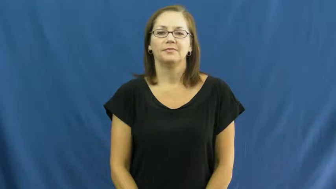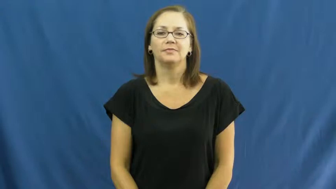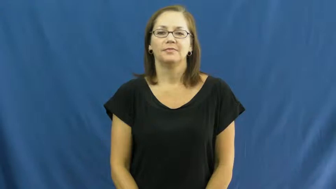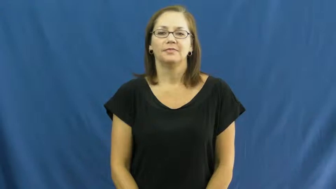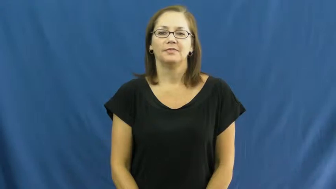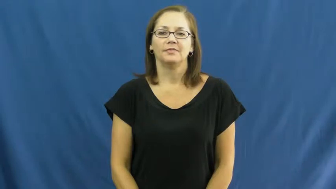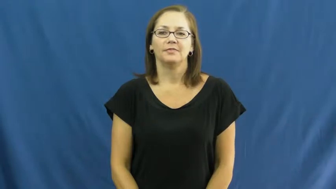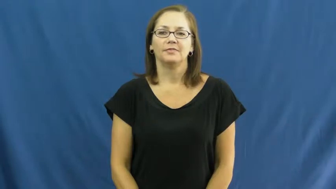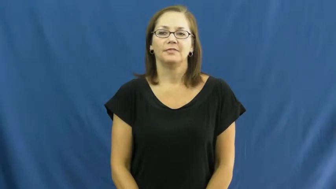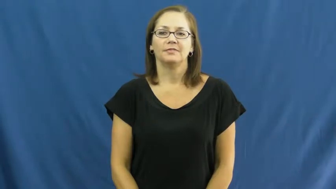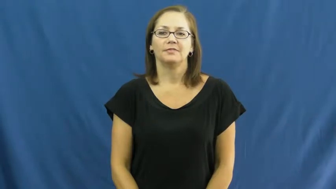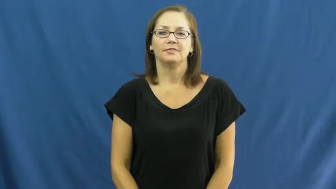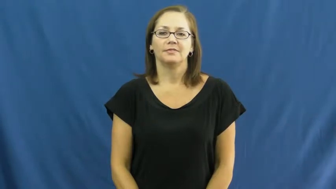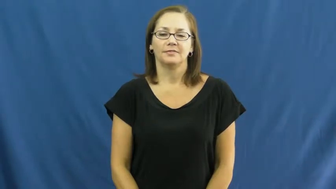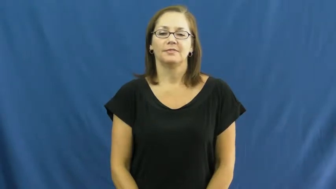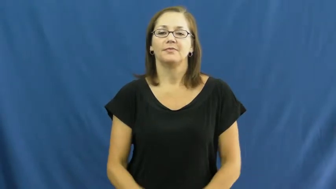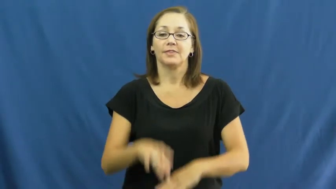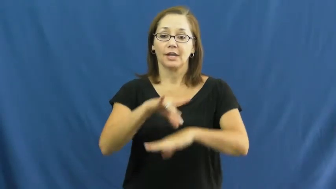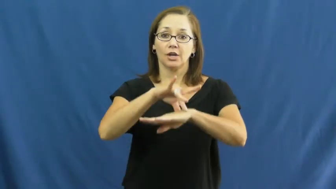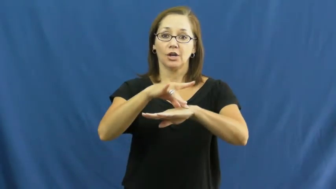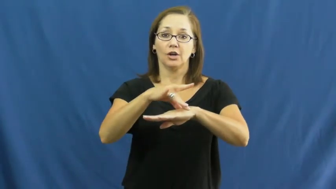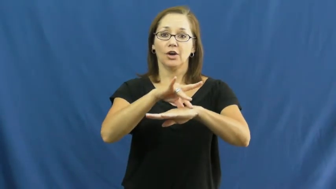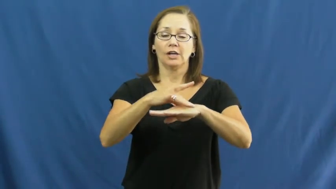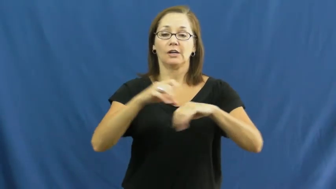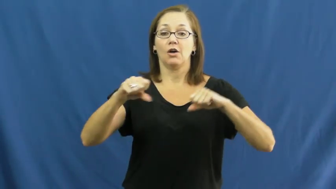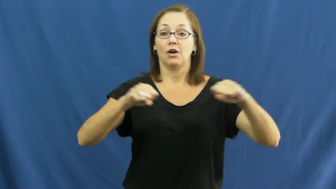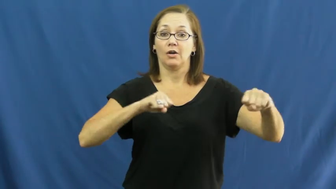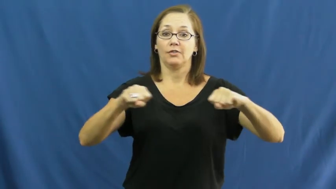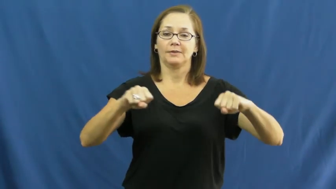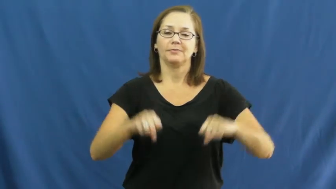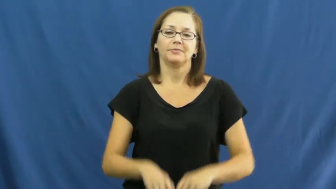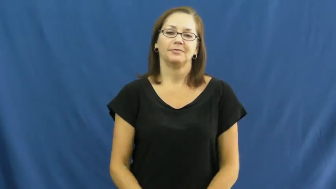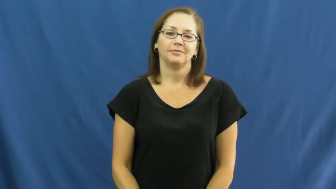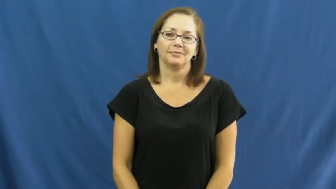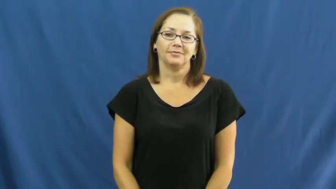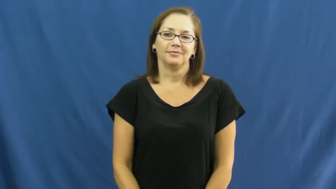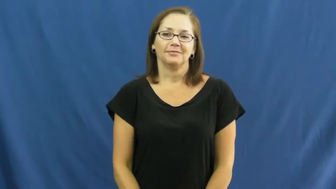earthquake,quake,tremor,temblor